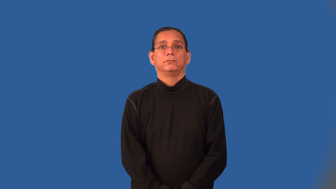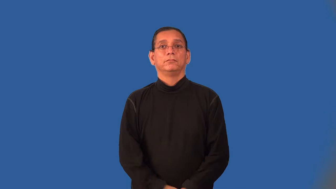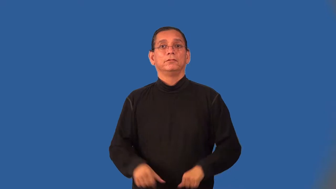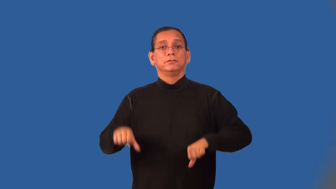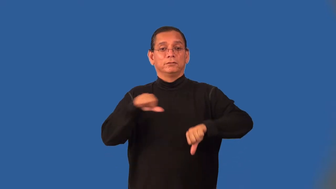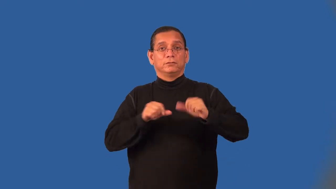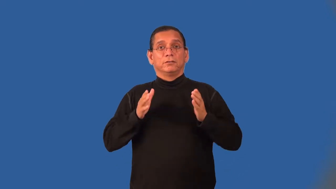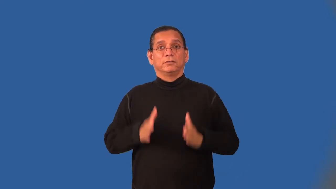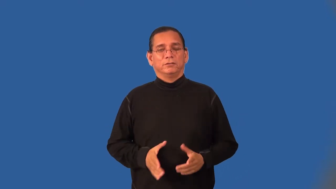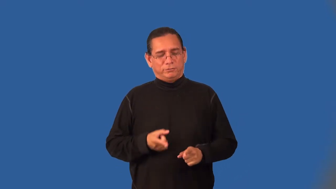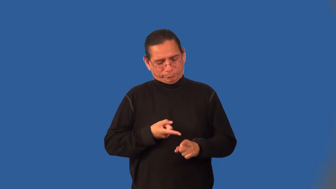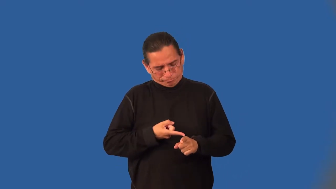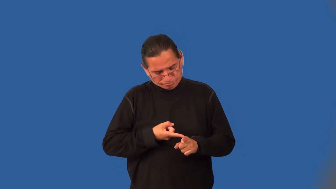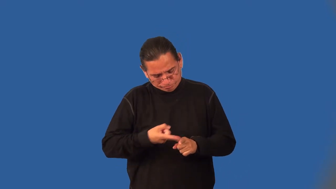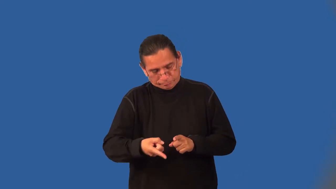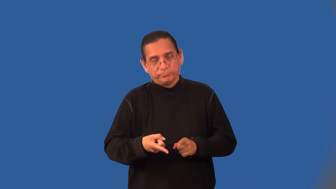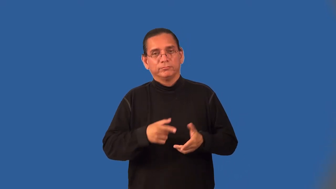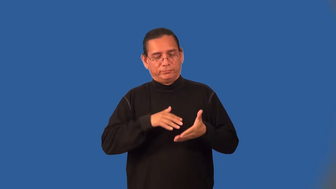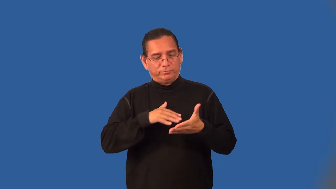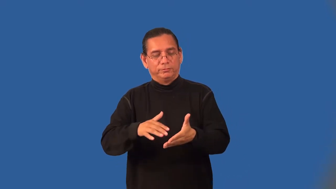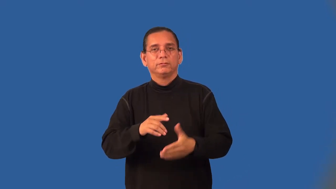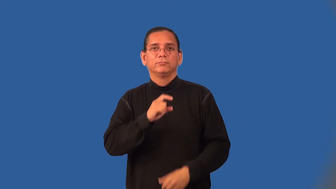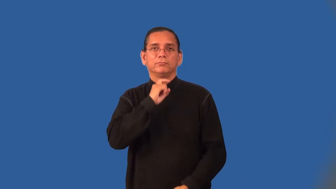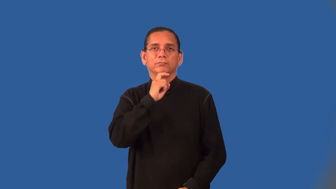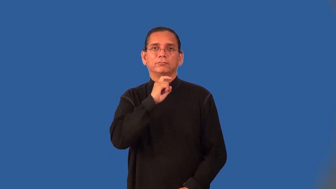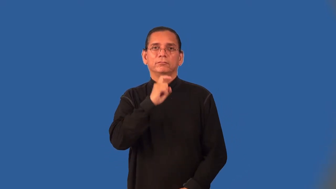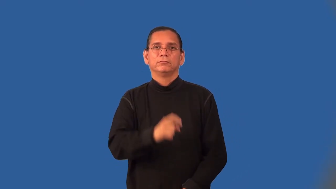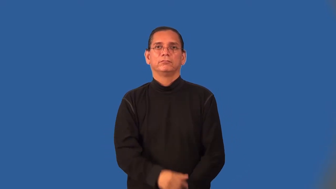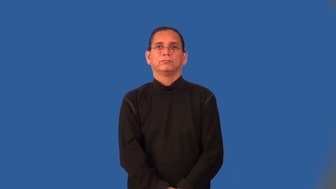metallurgist